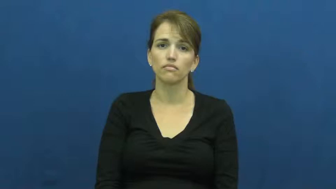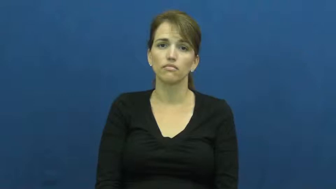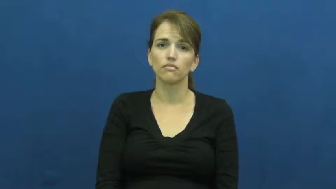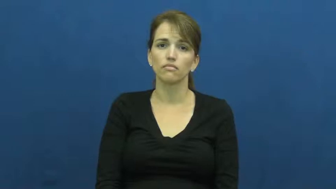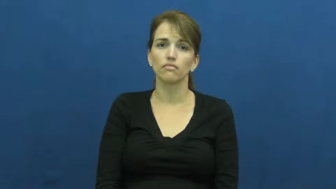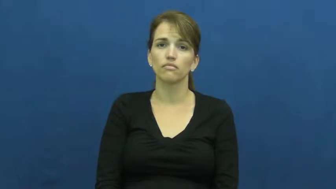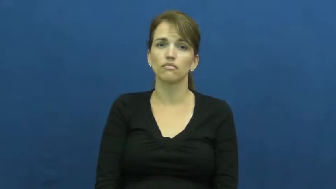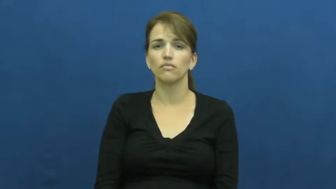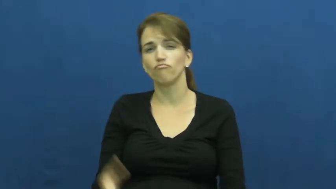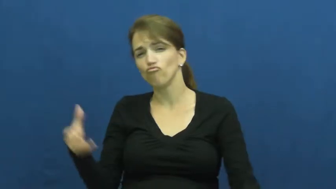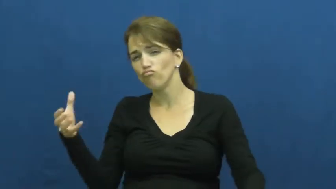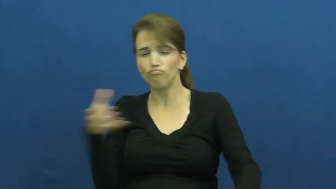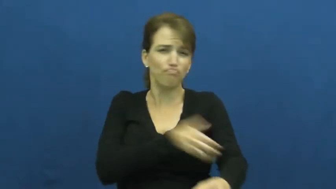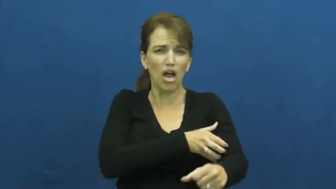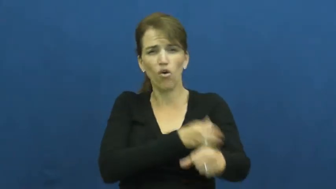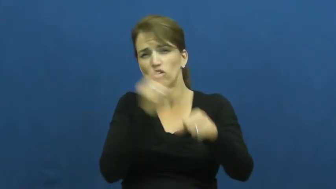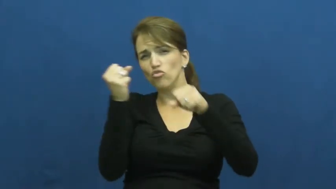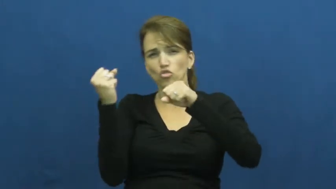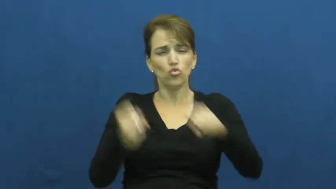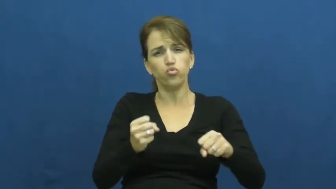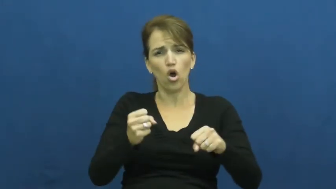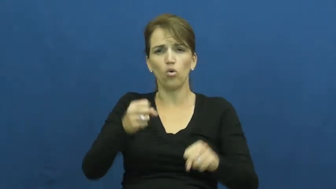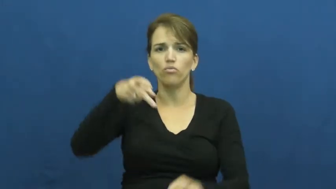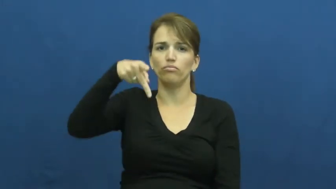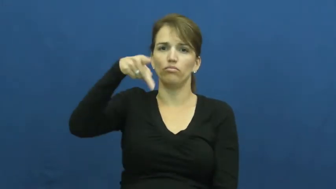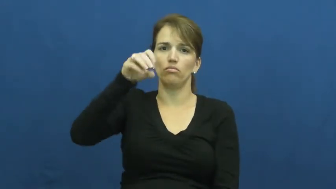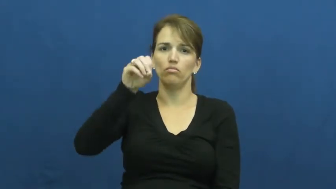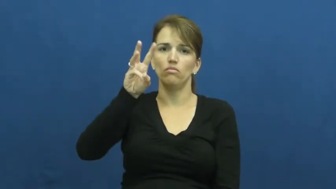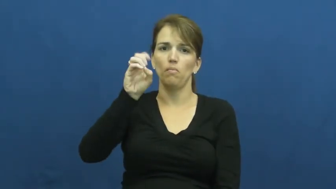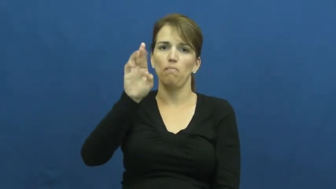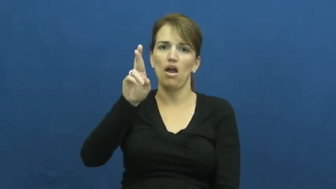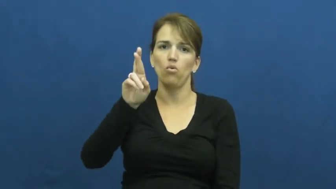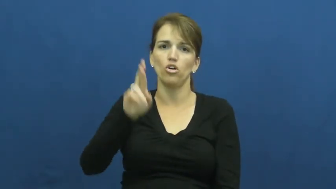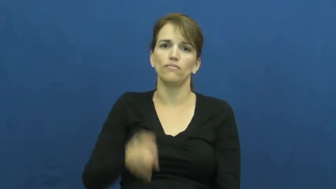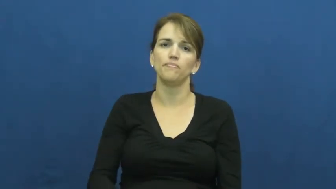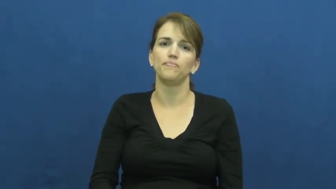potent